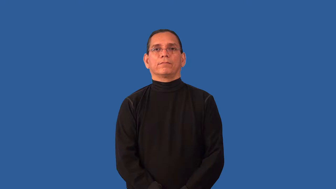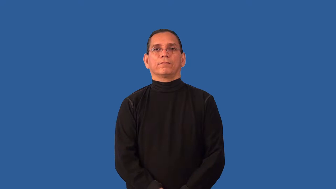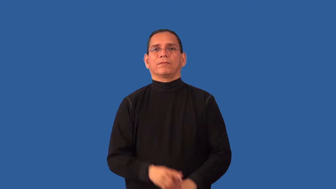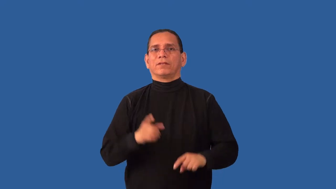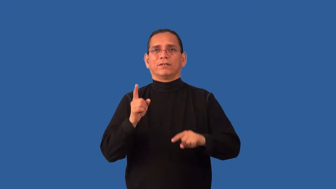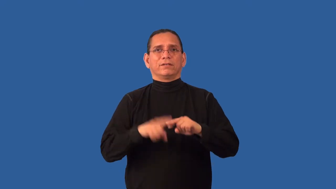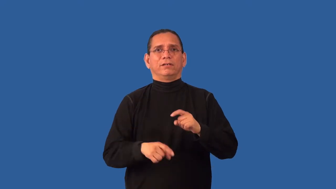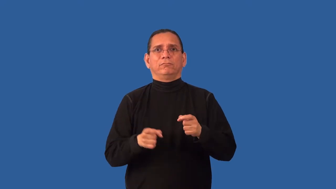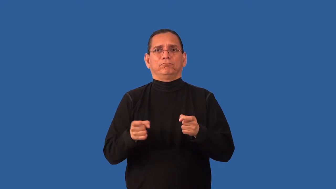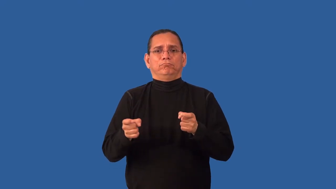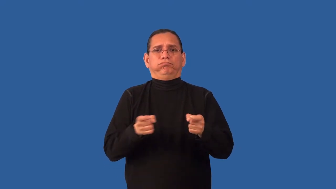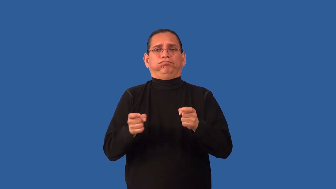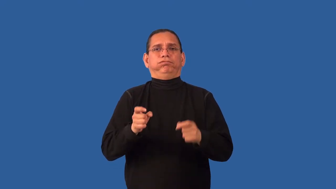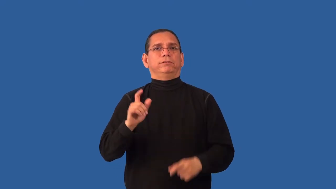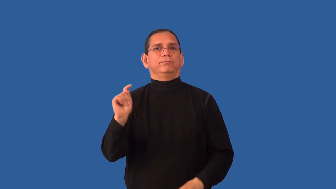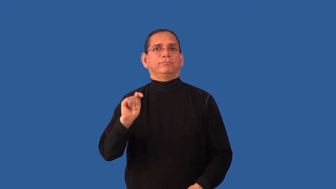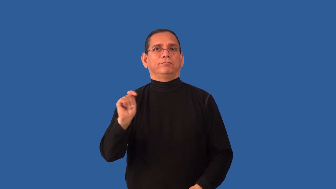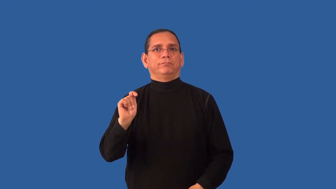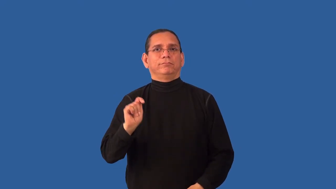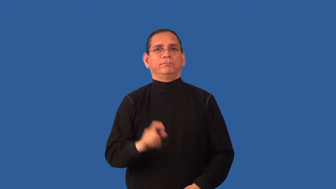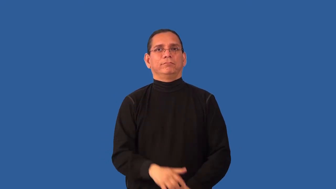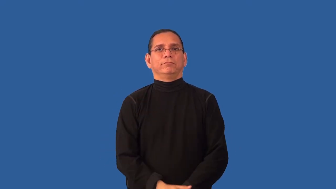incontinent